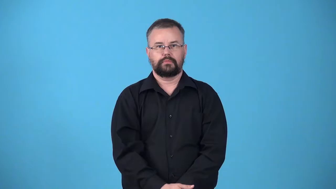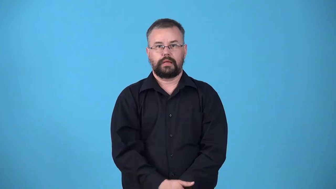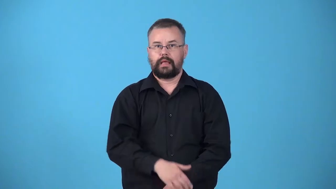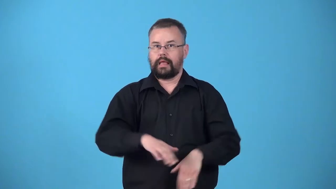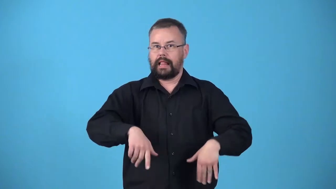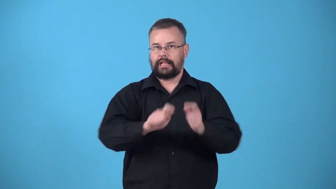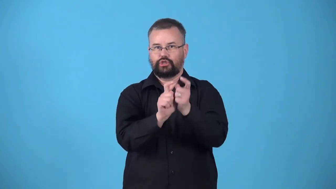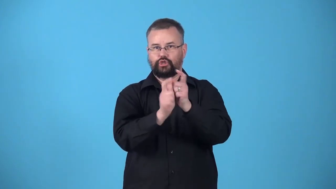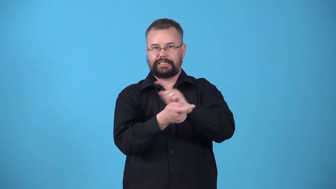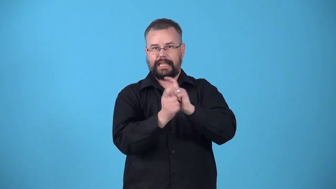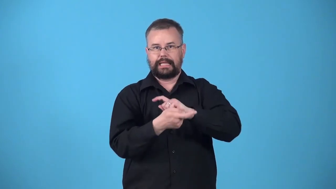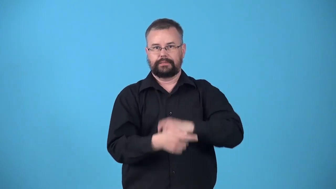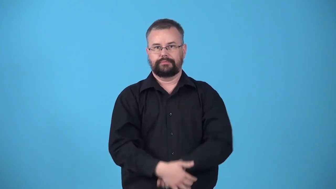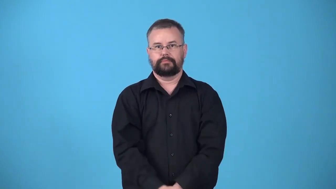untranslated